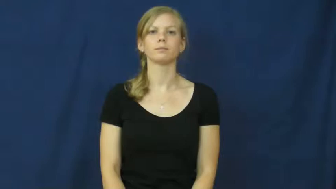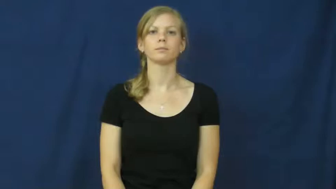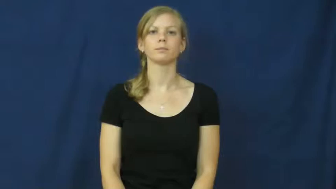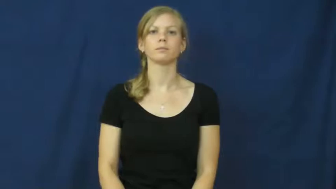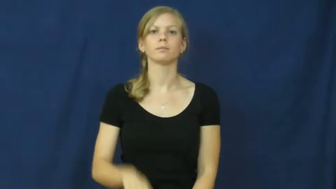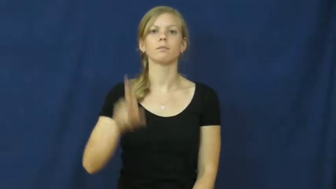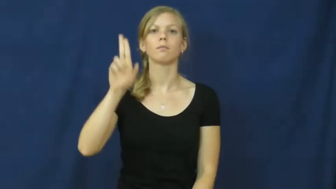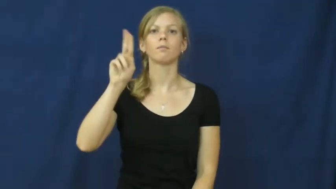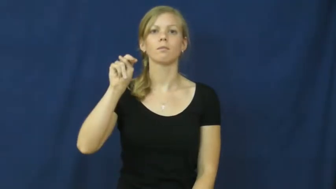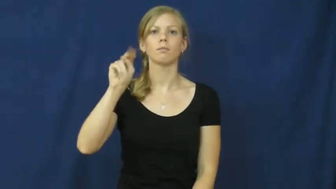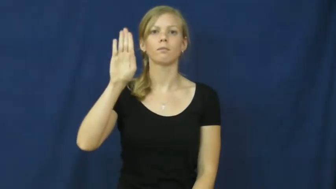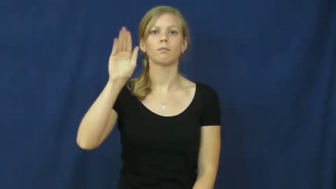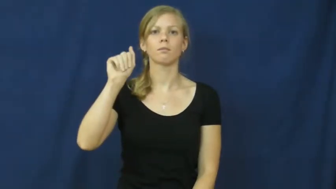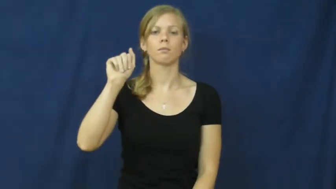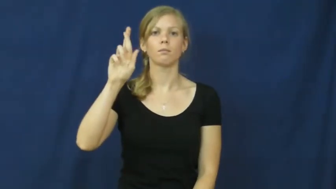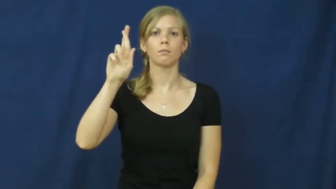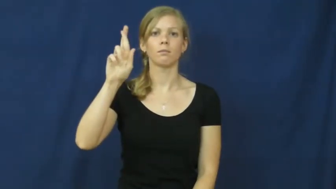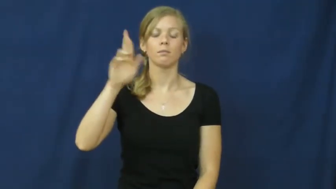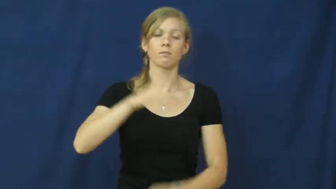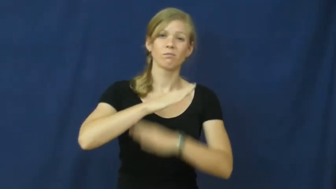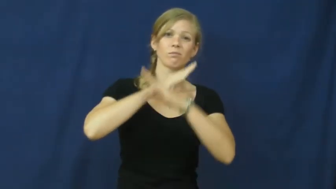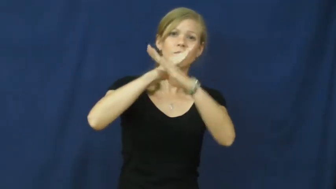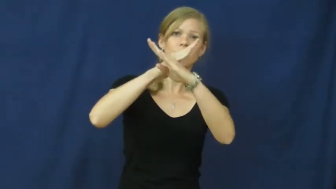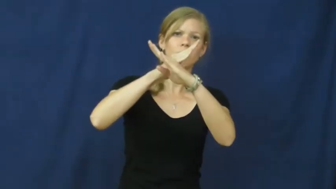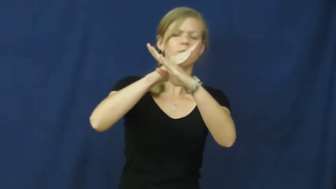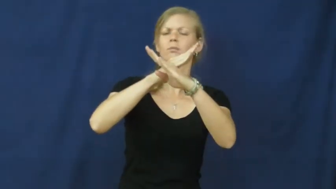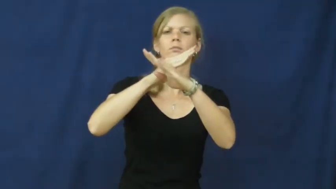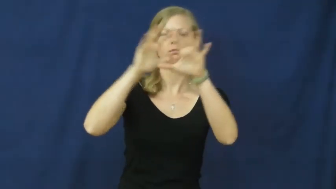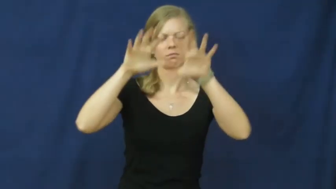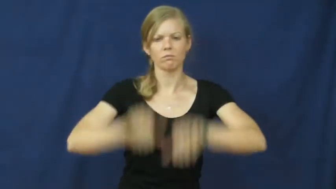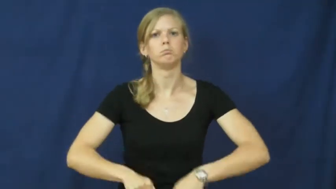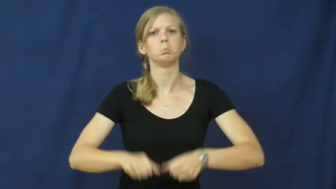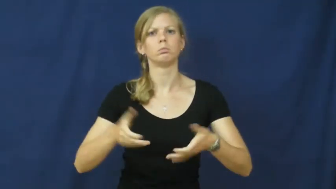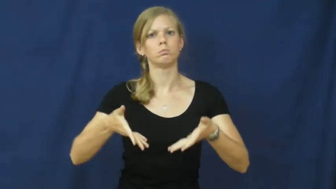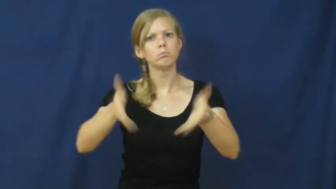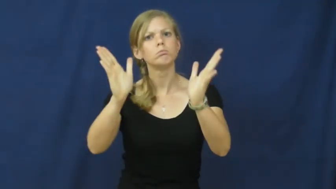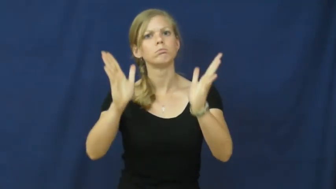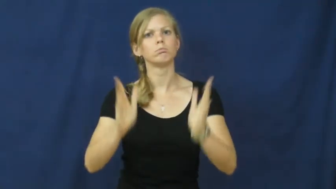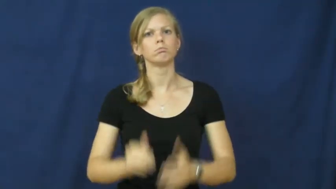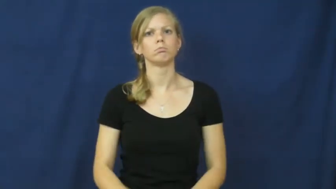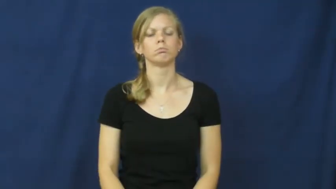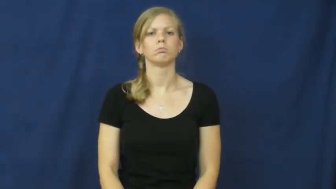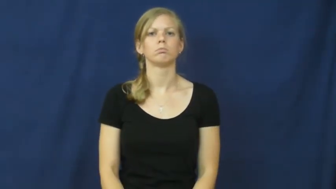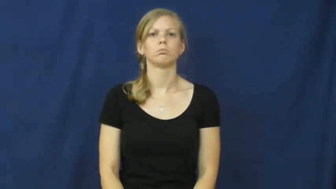unbar